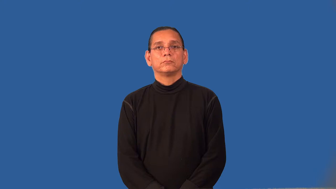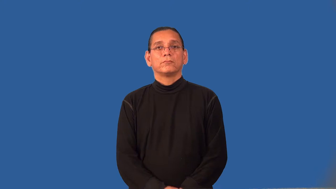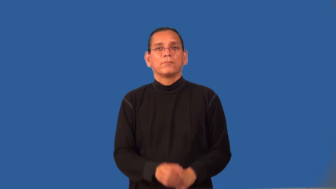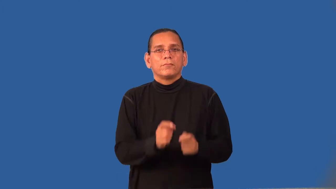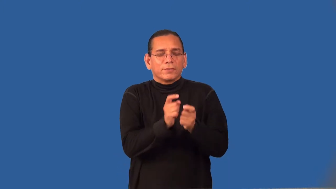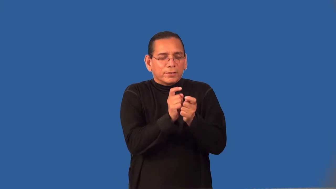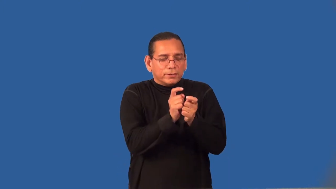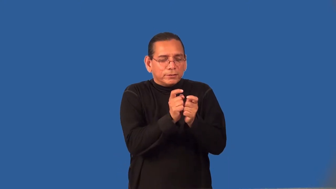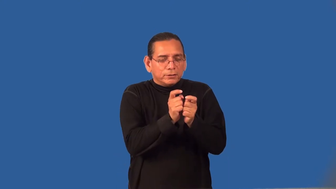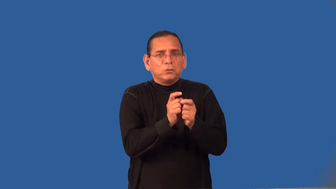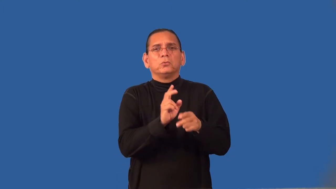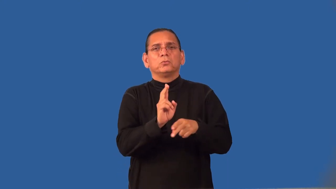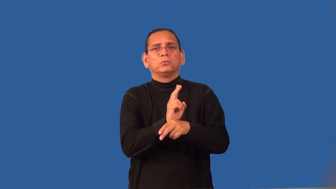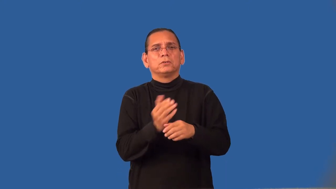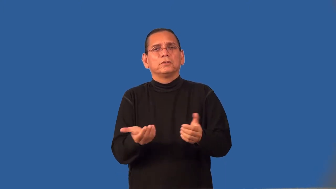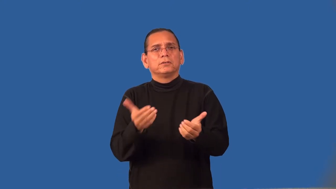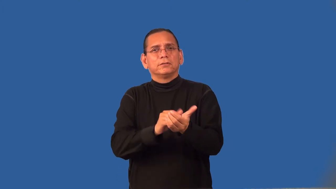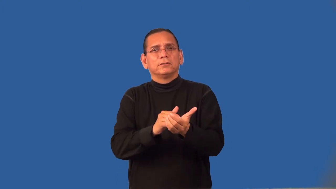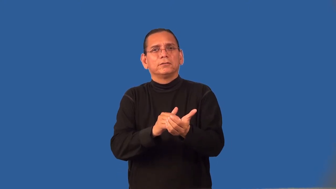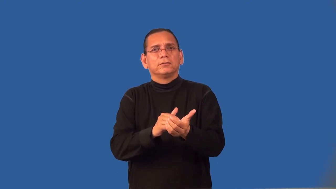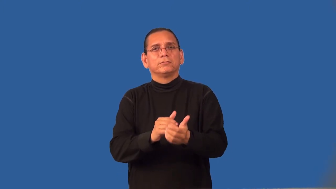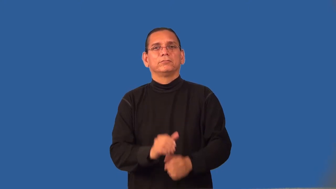rehash